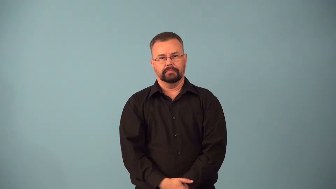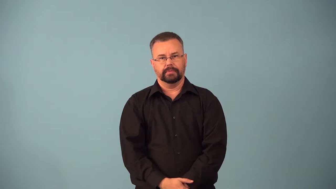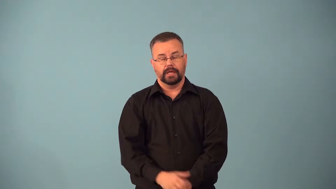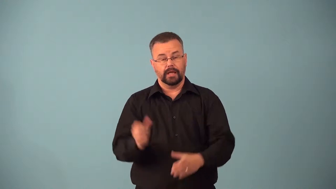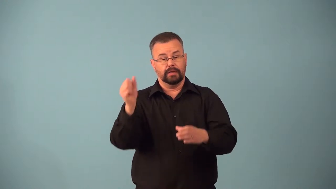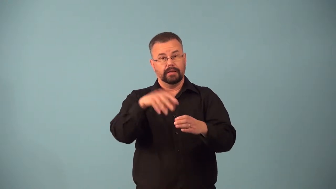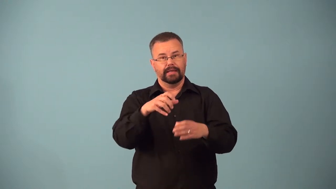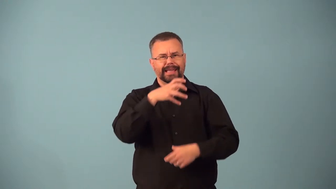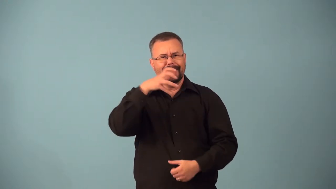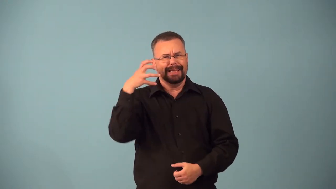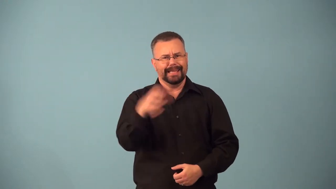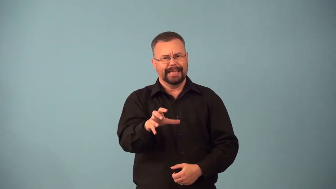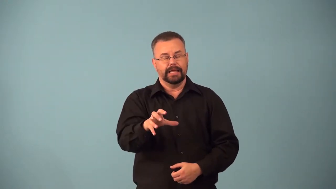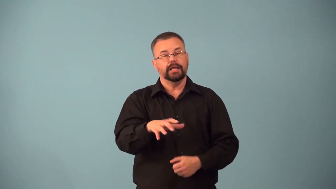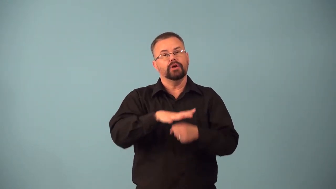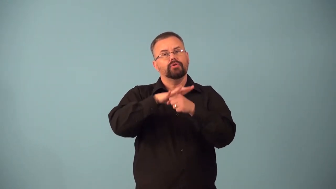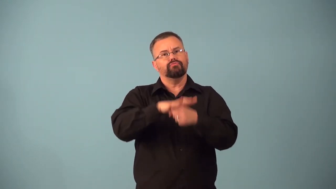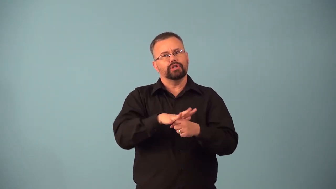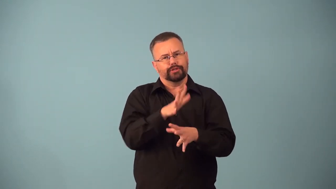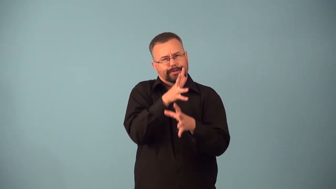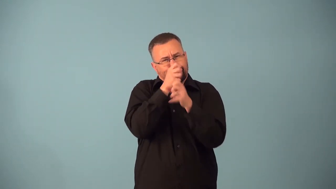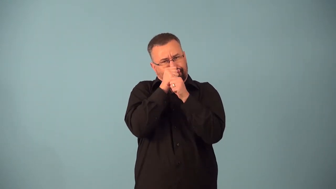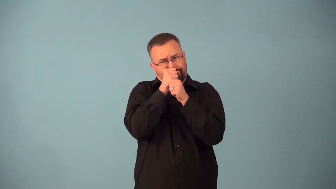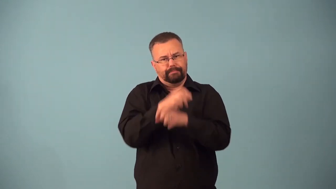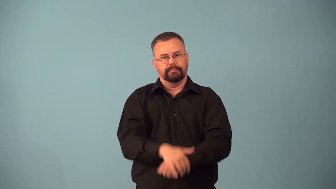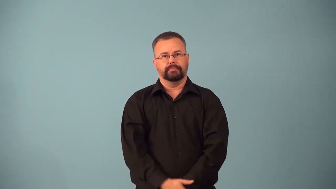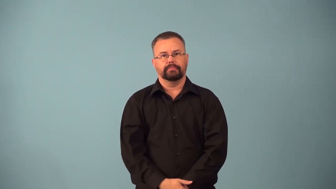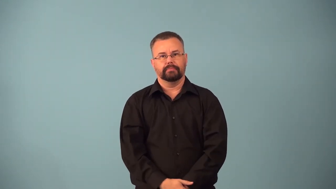autoclave